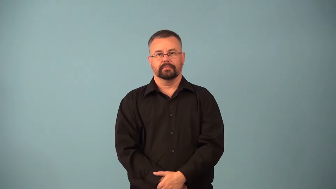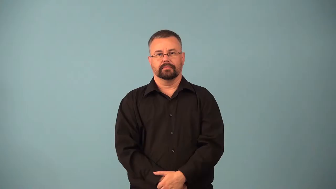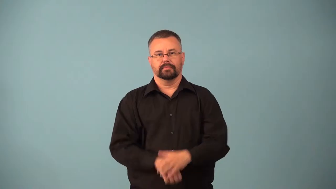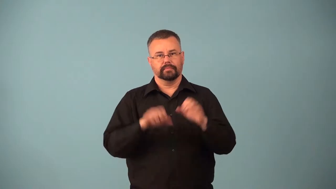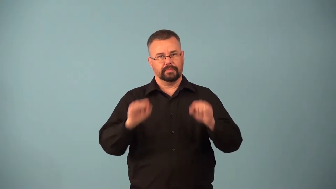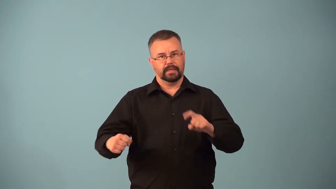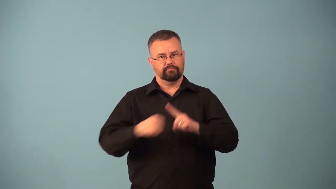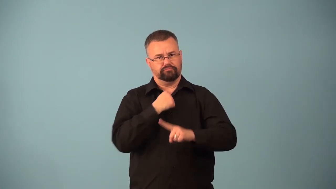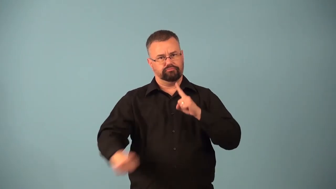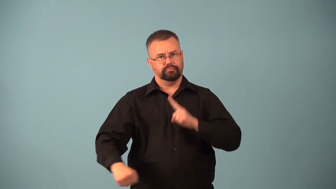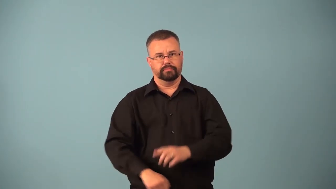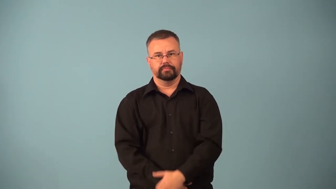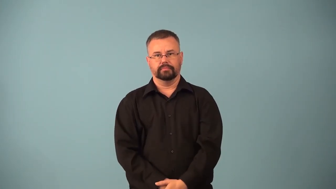assailable